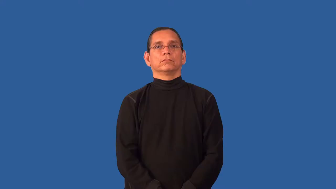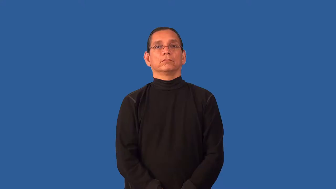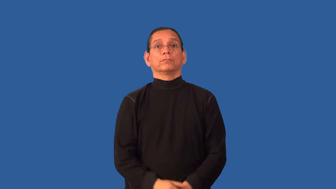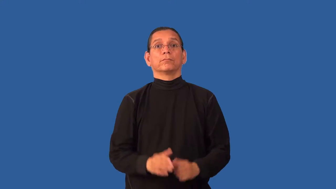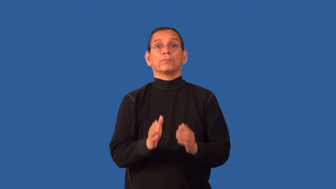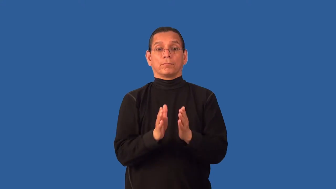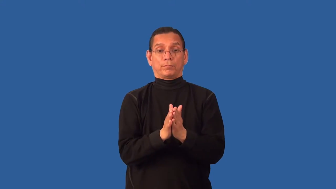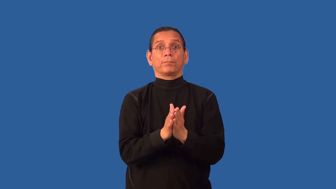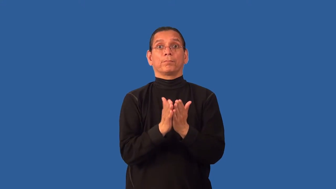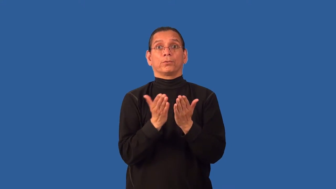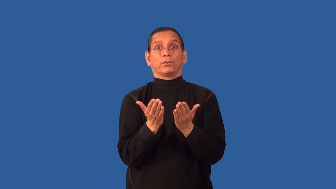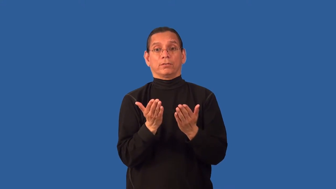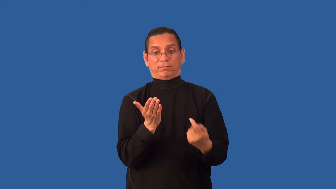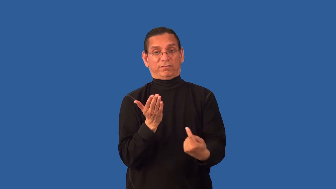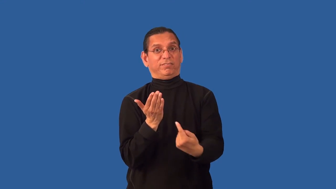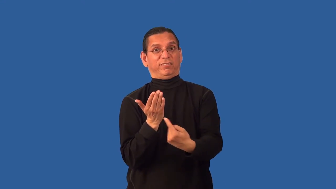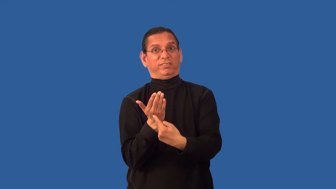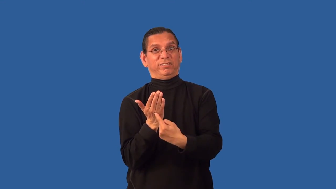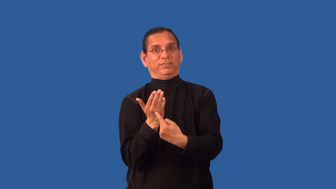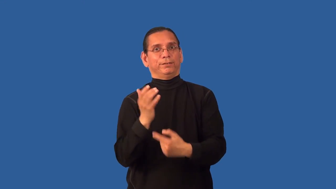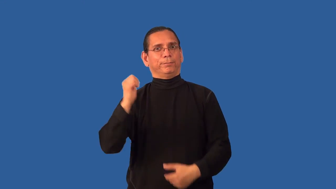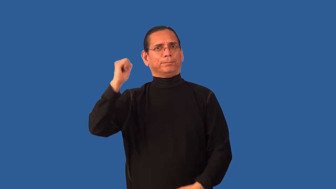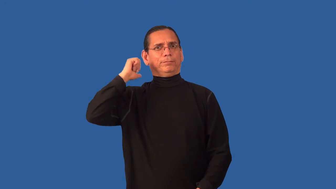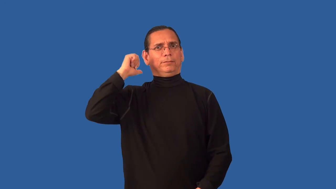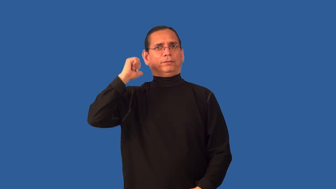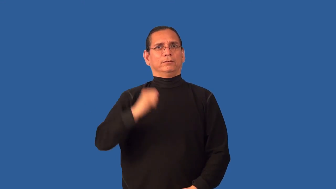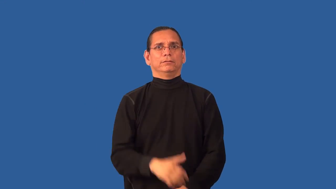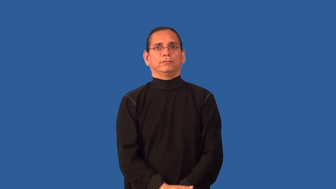back-book outside